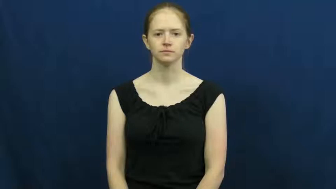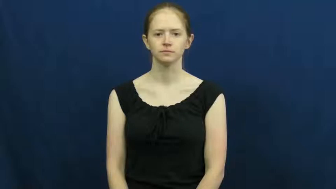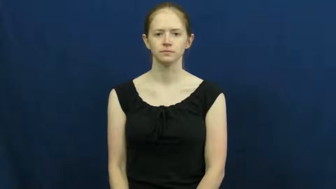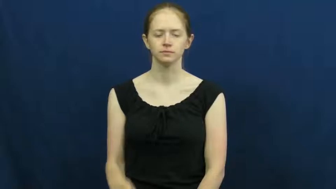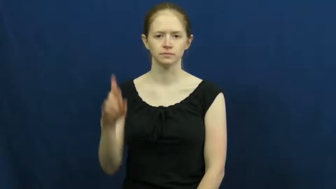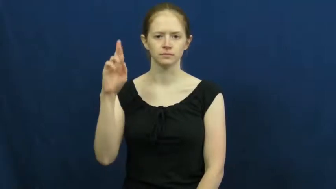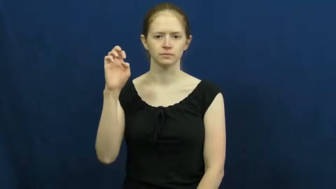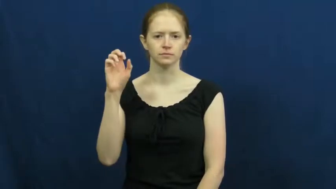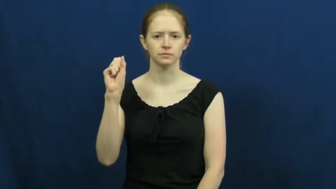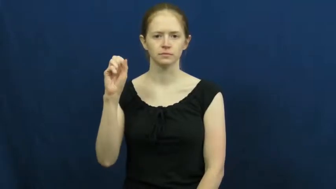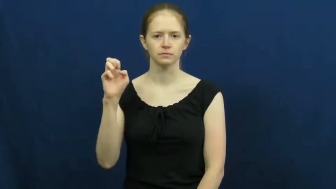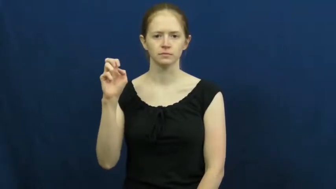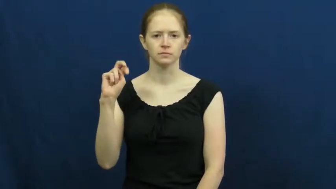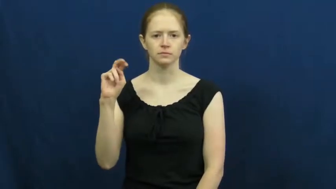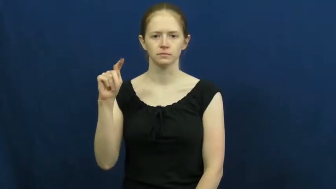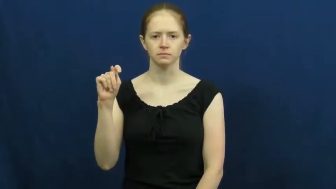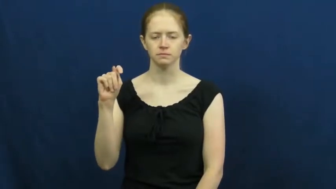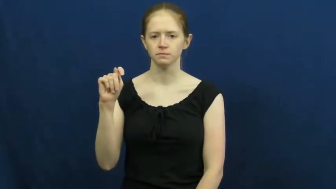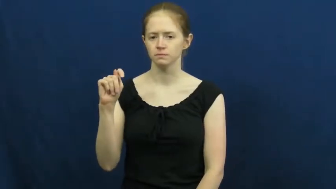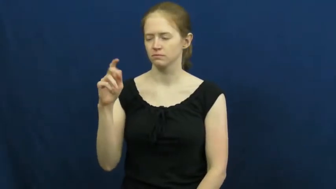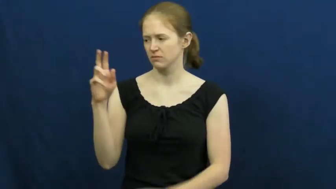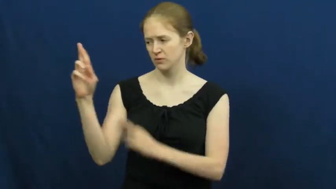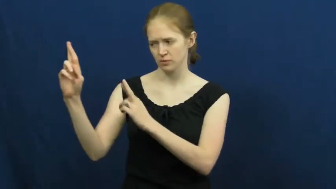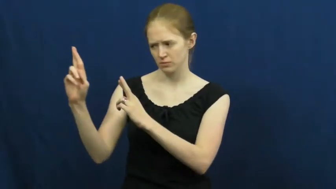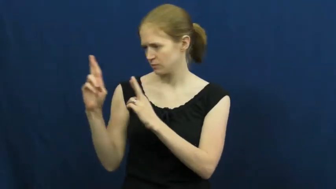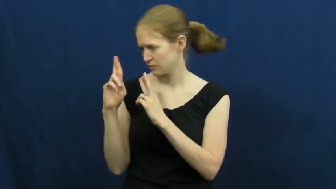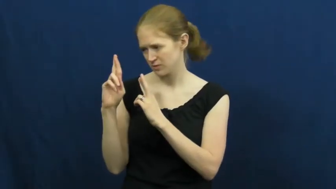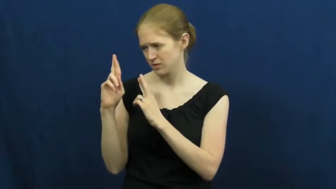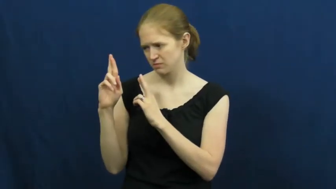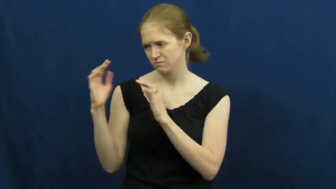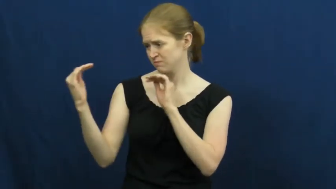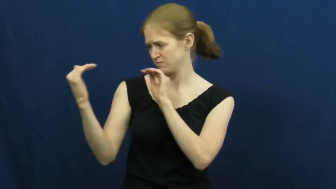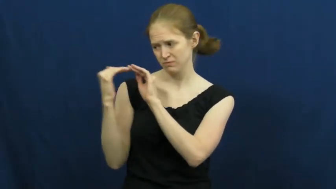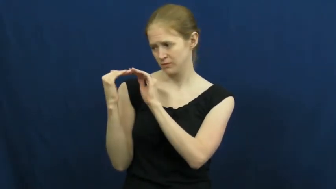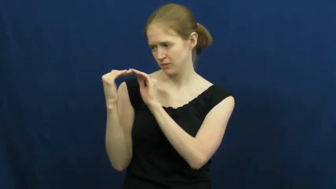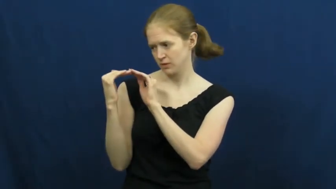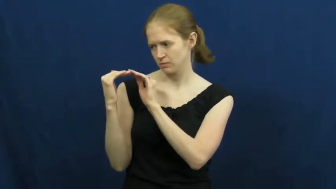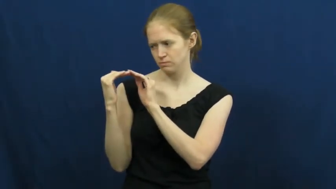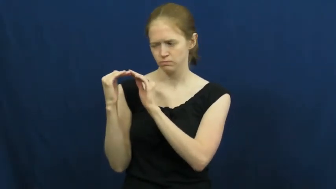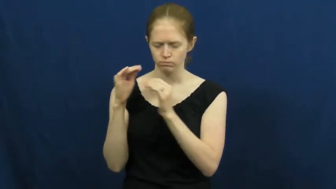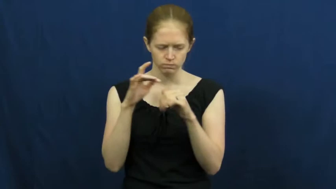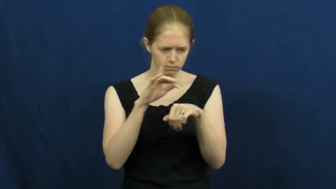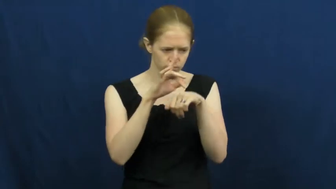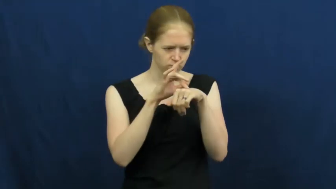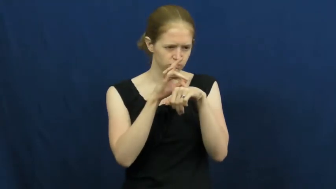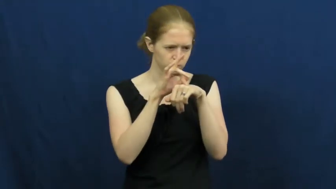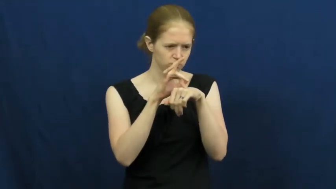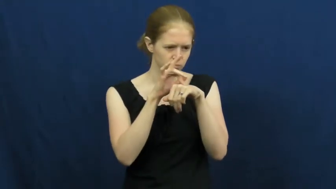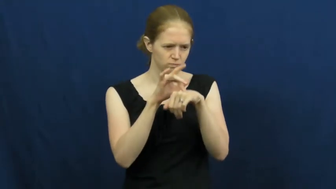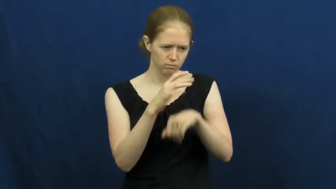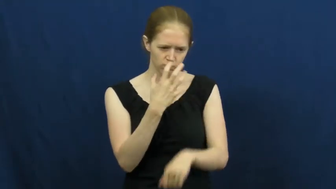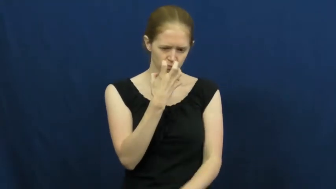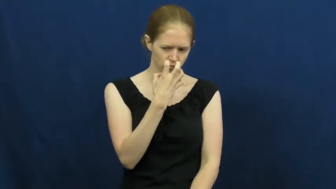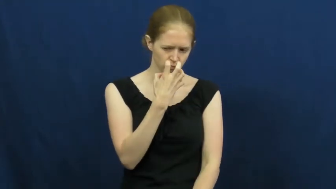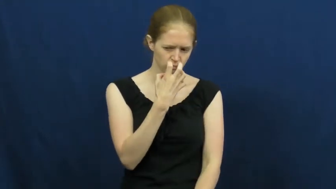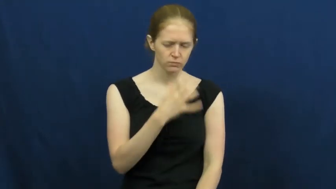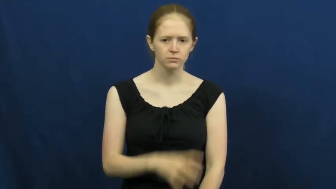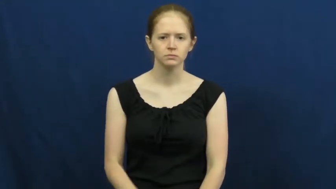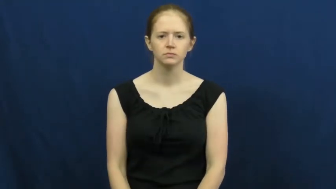resent